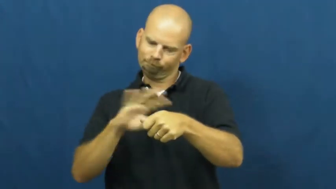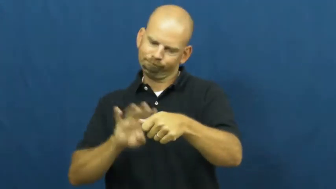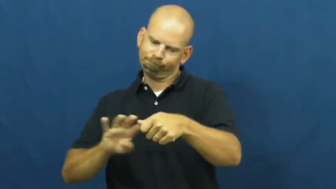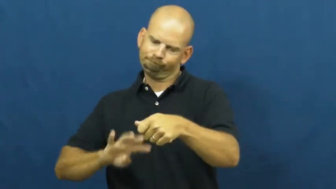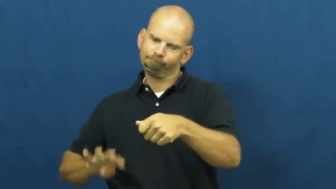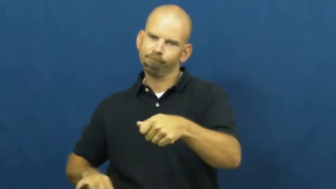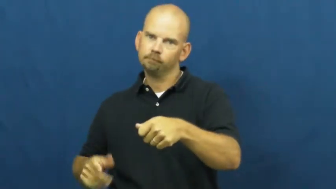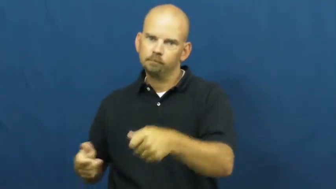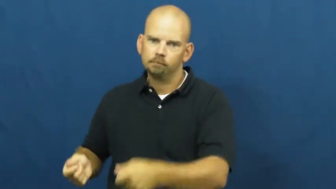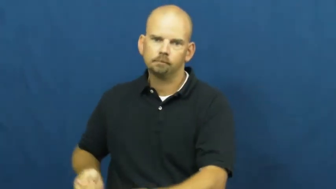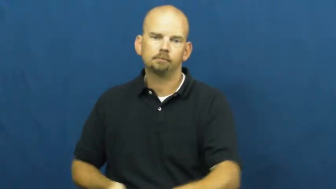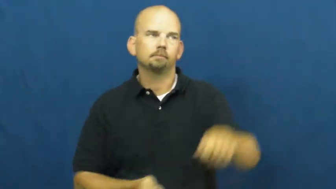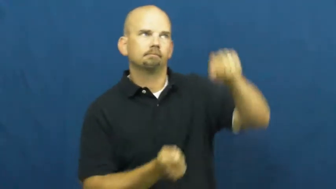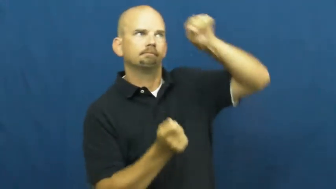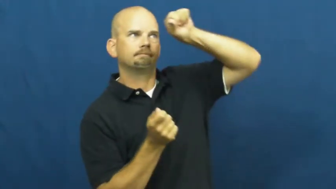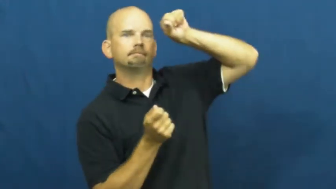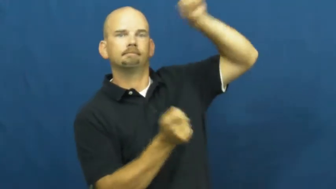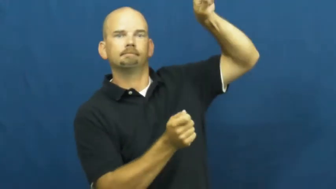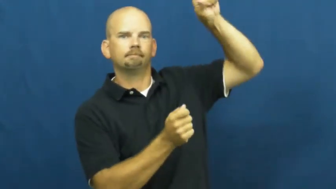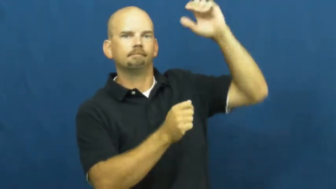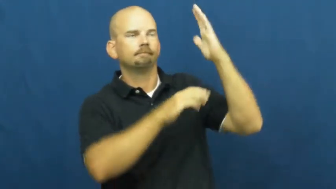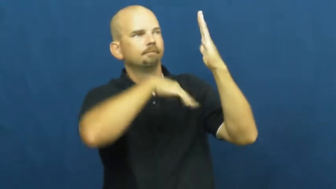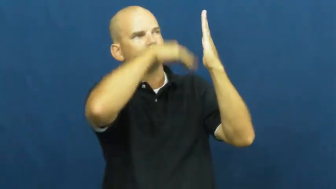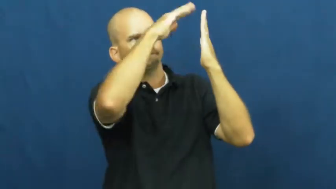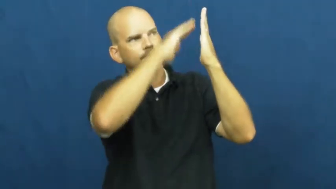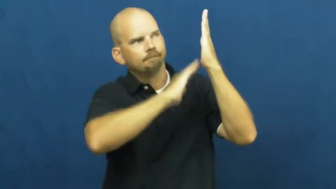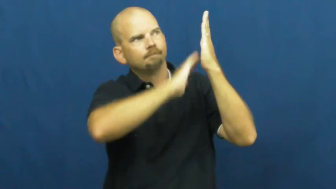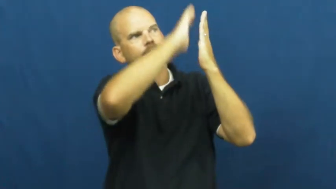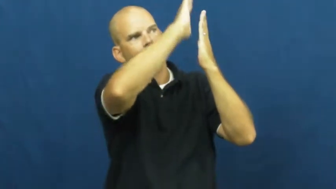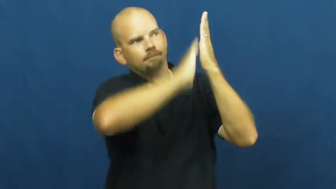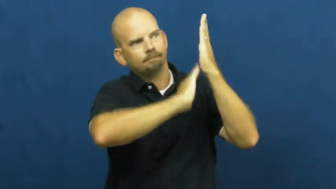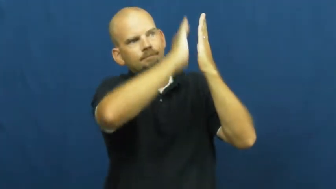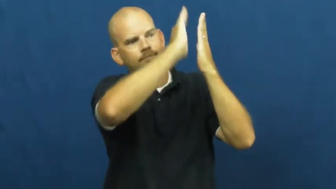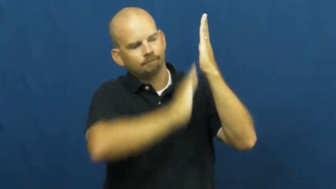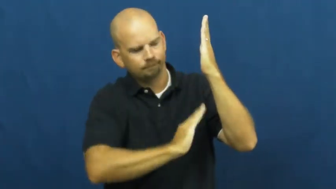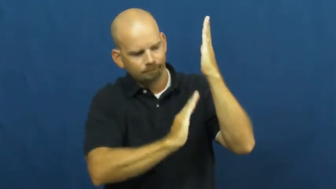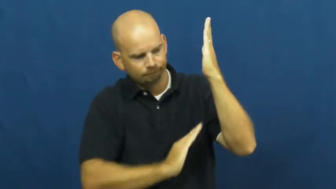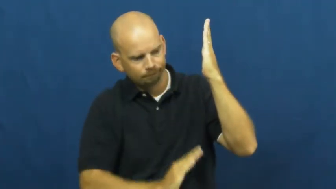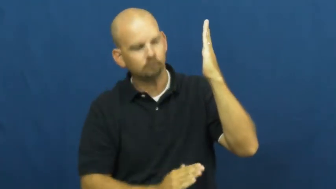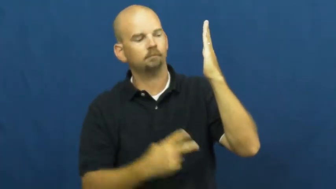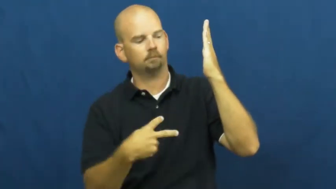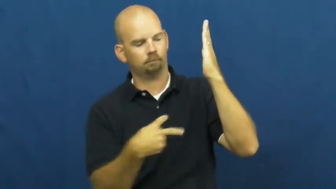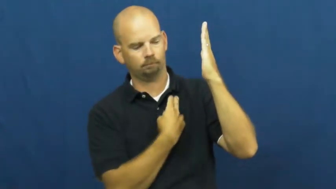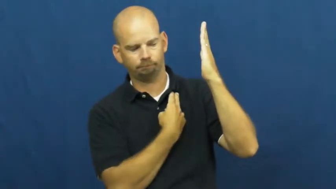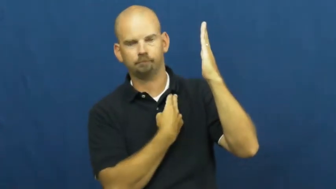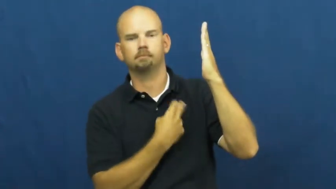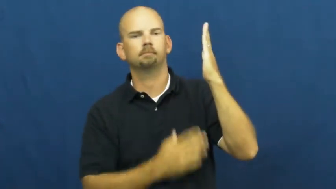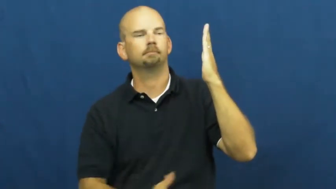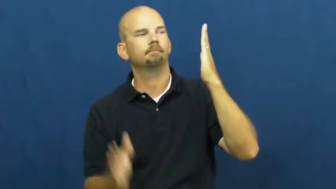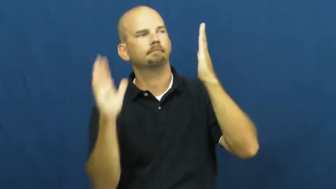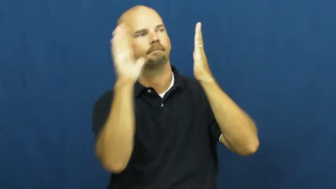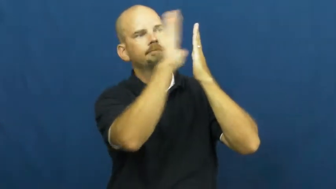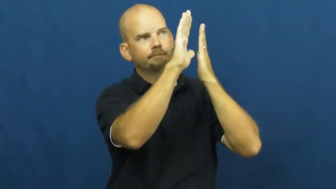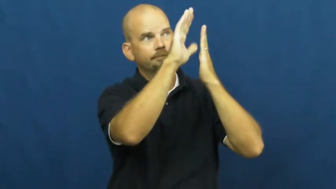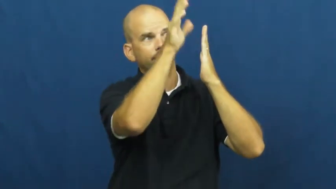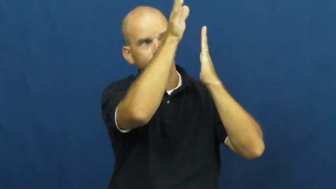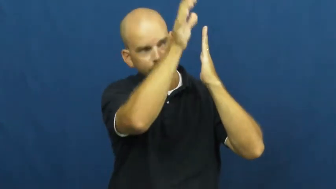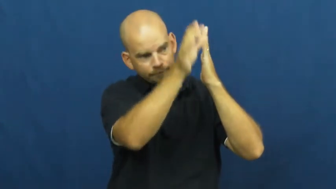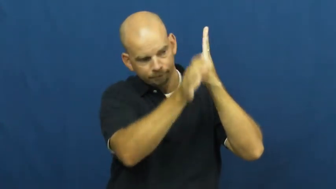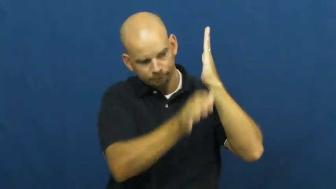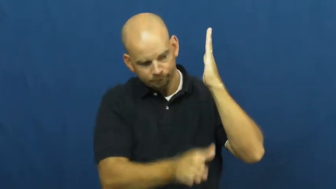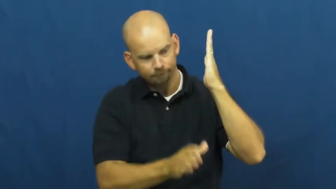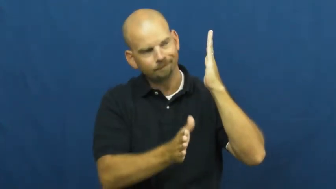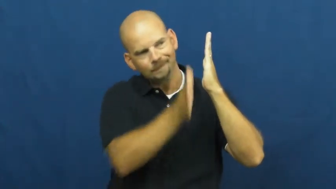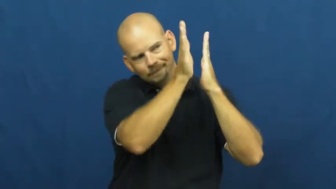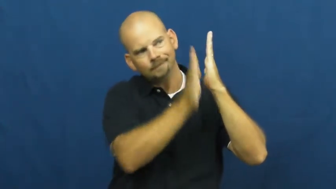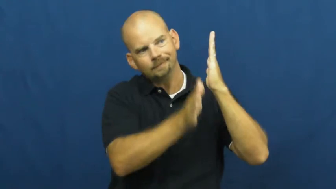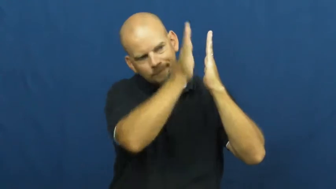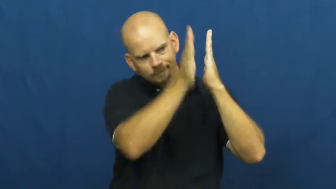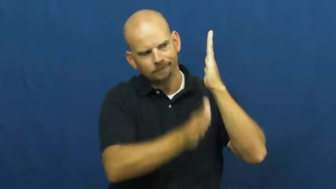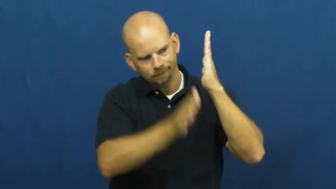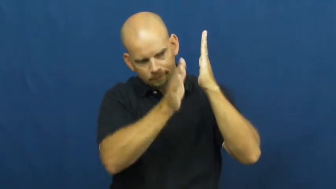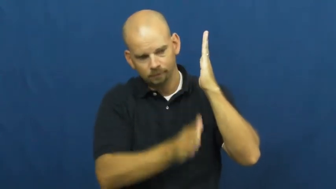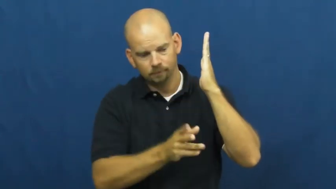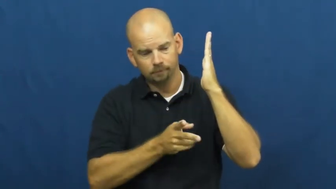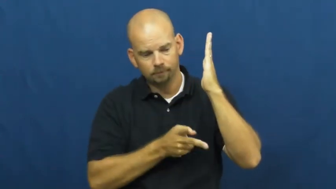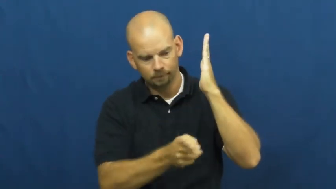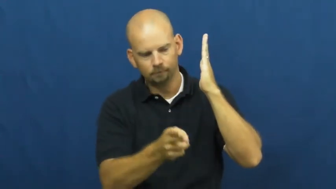wallpaper-wall